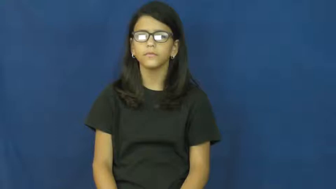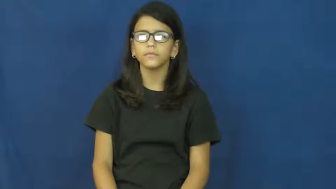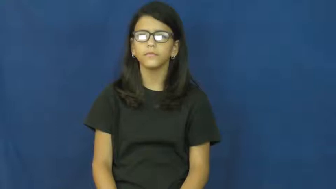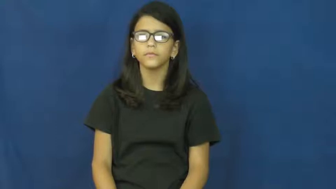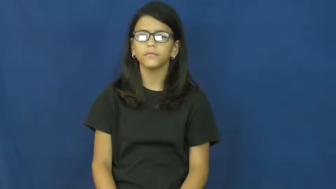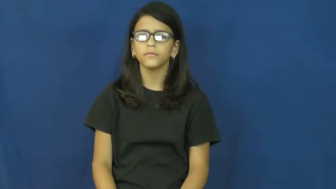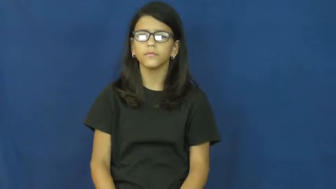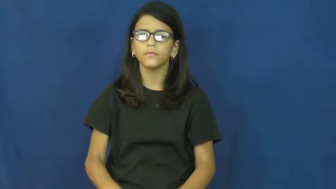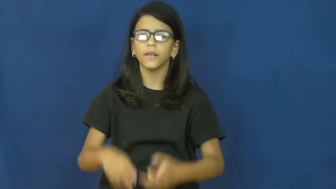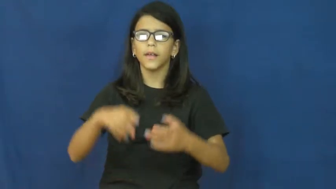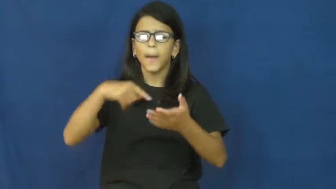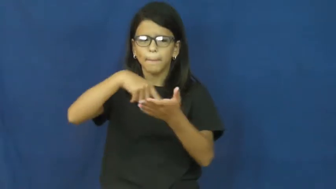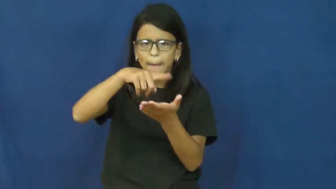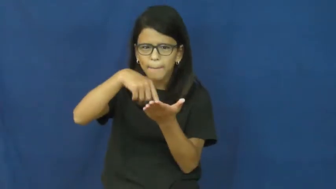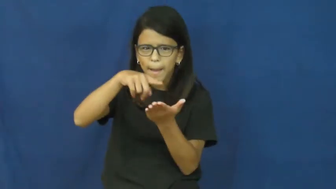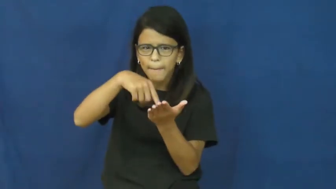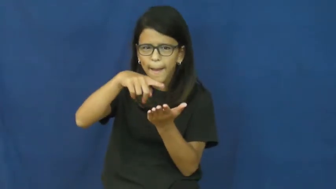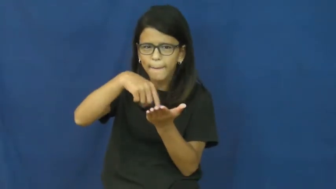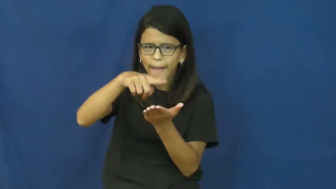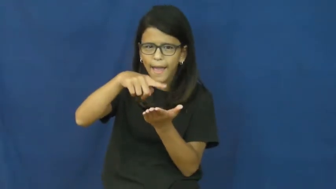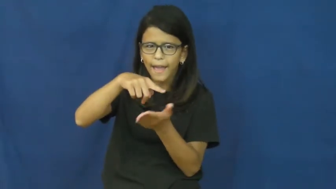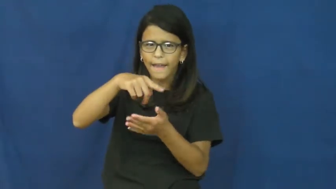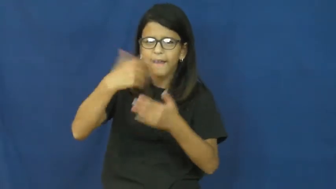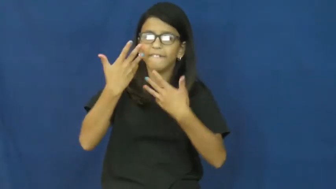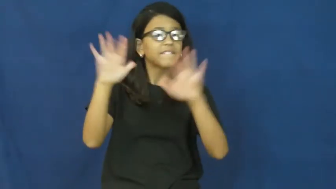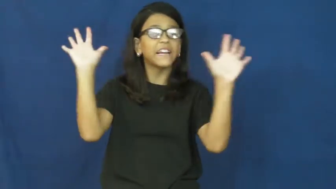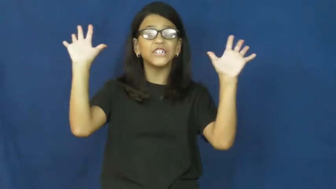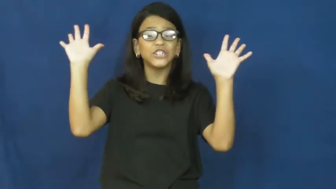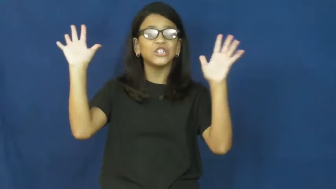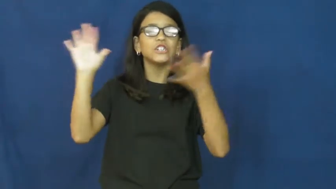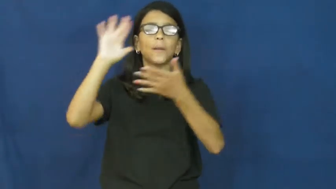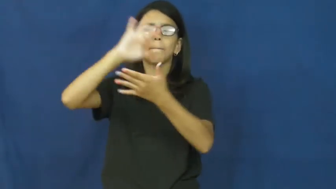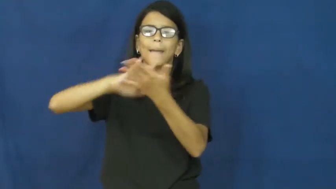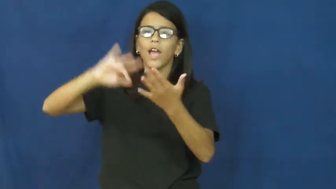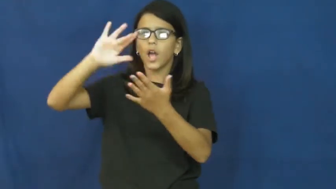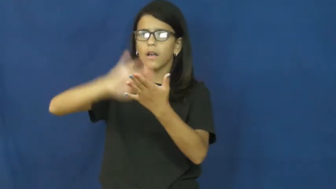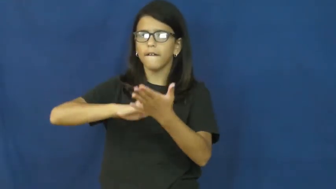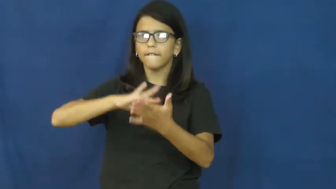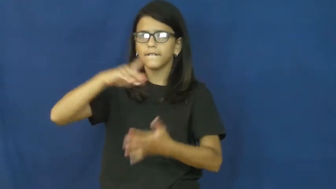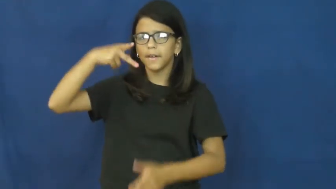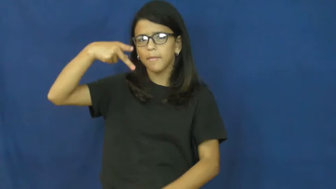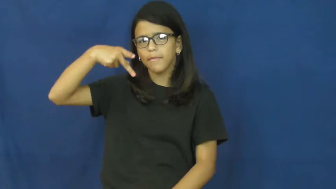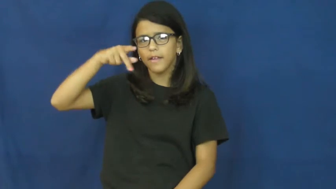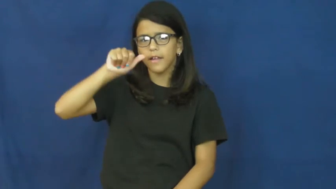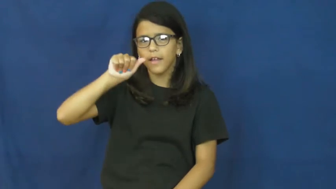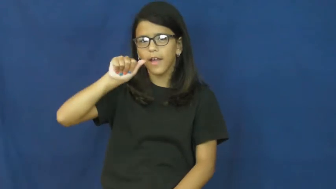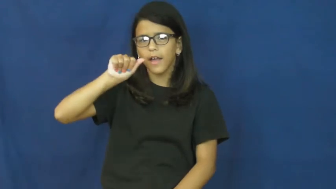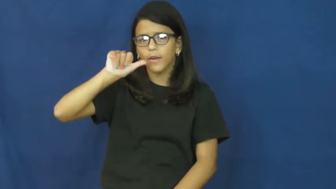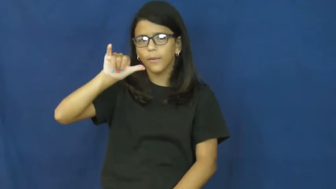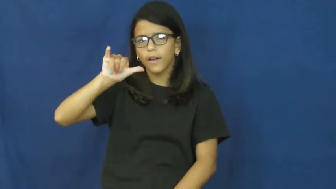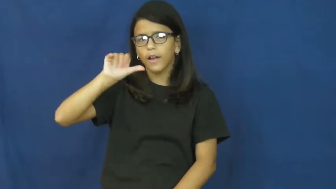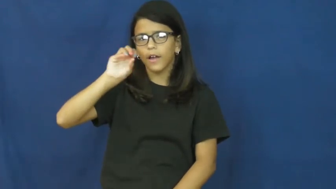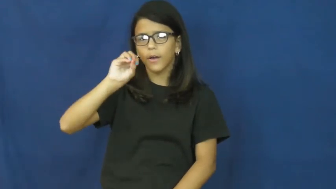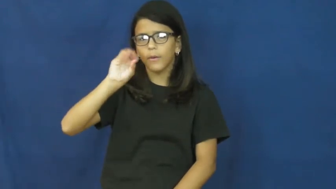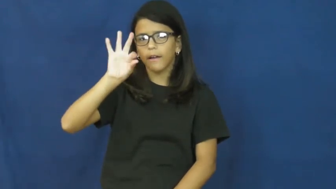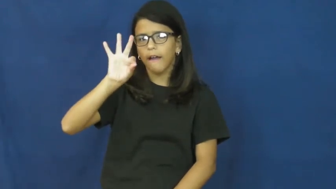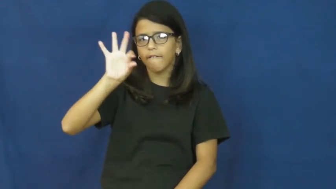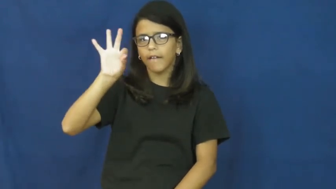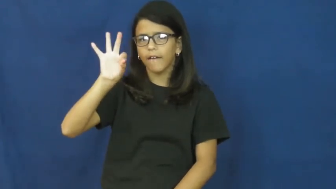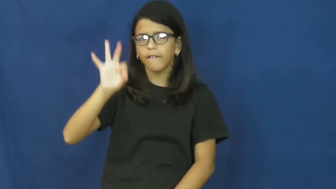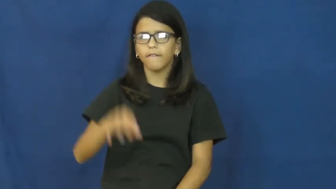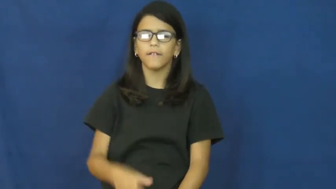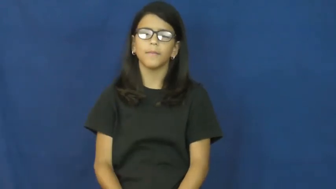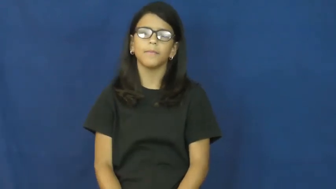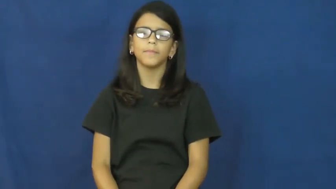payoff